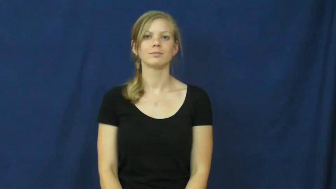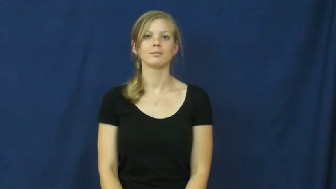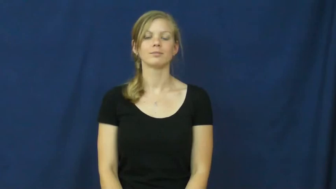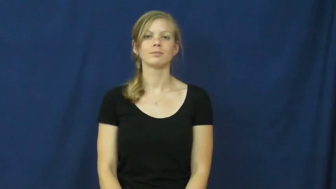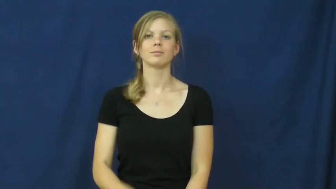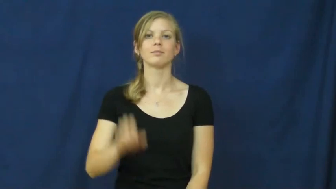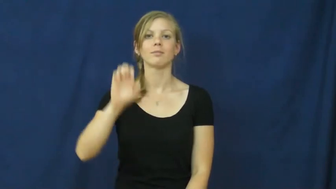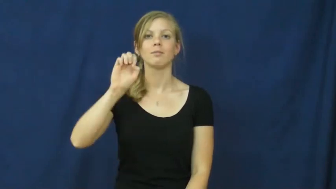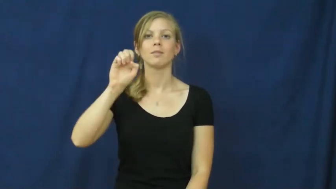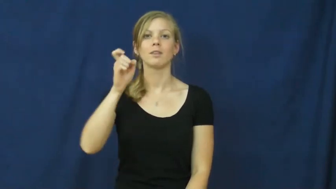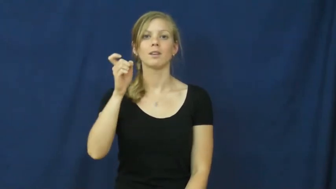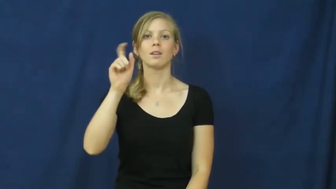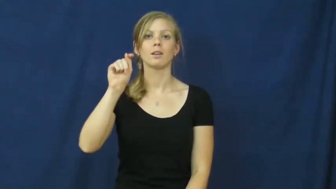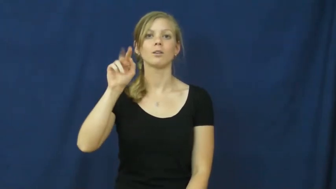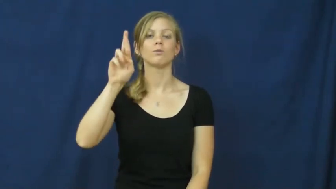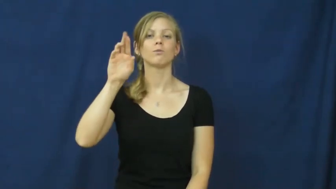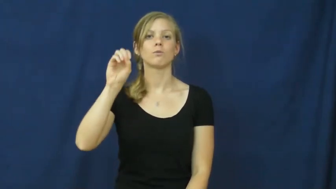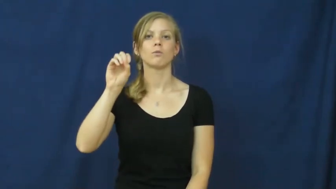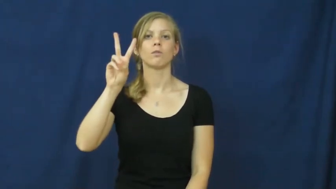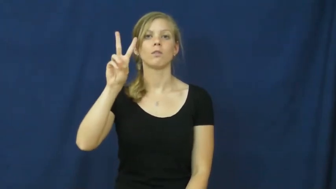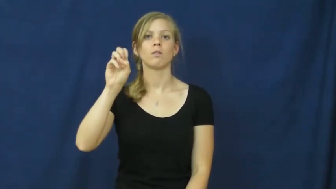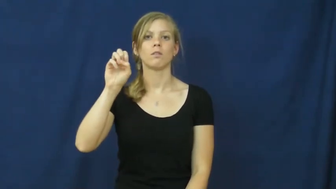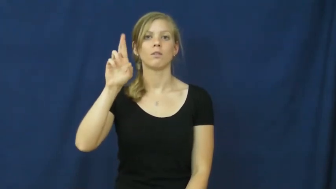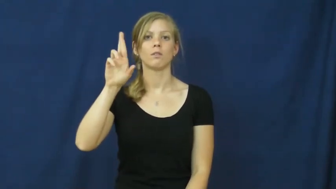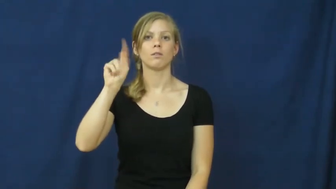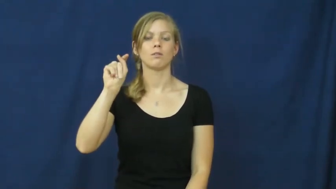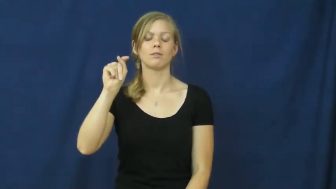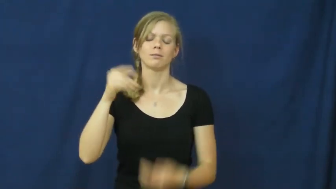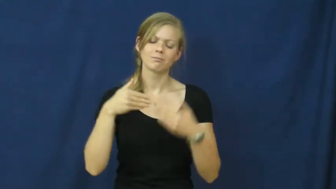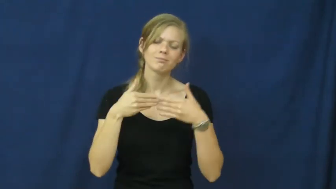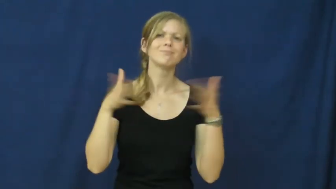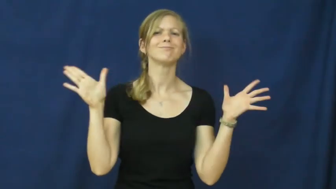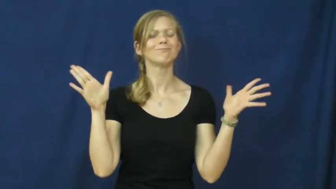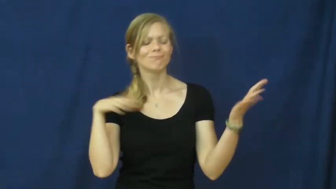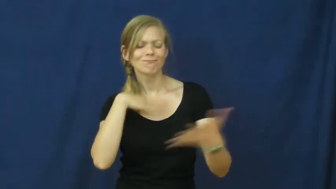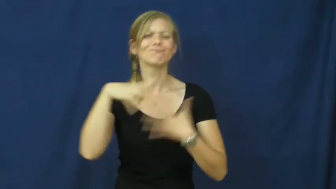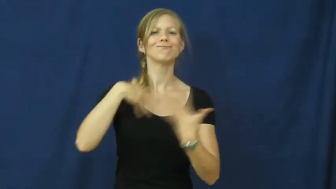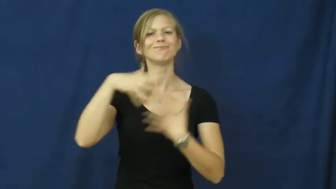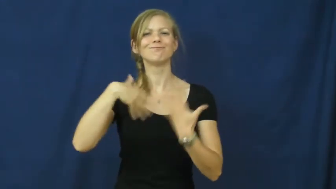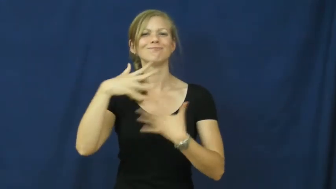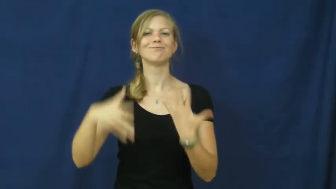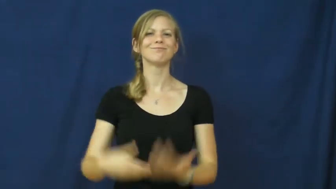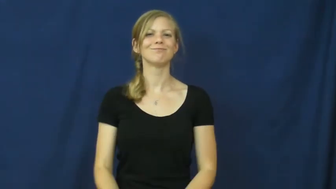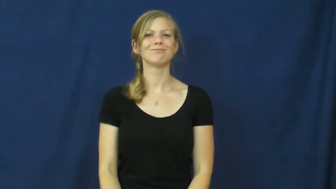extrovert